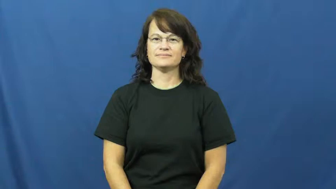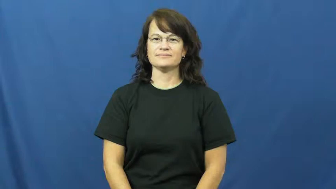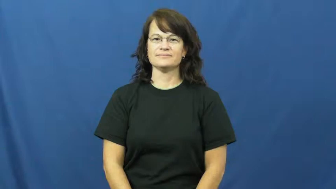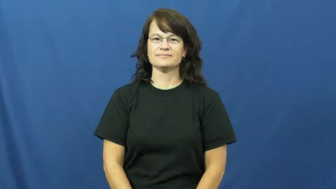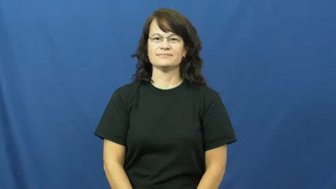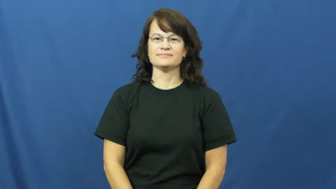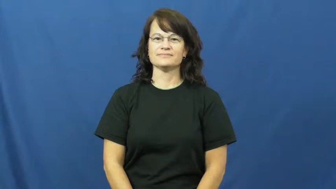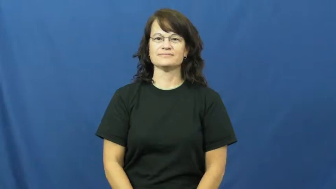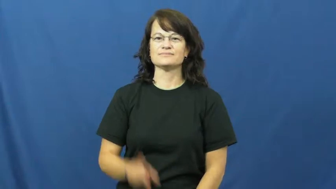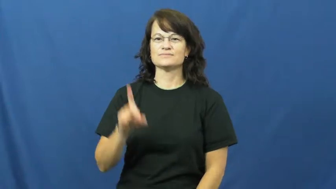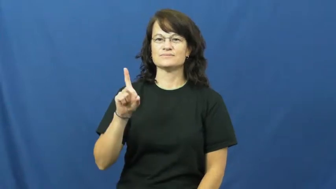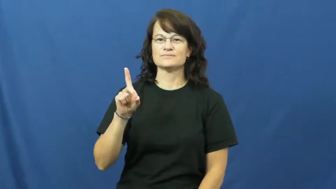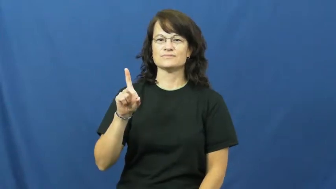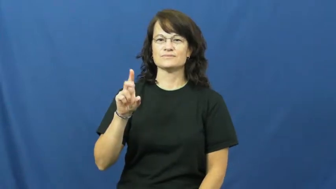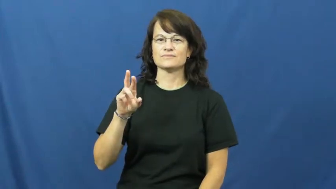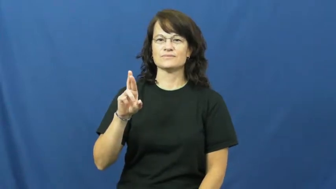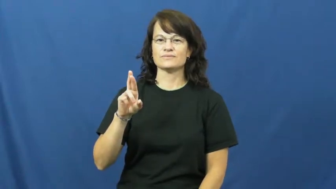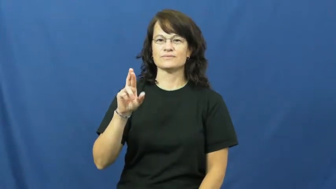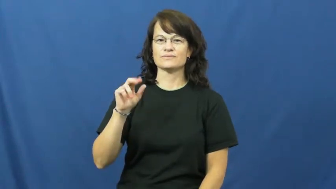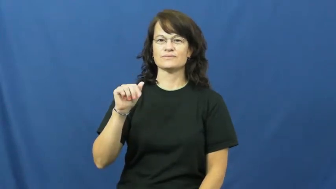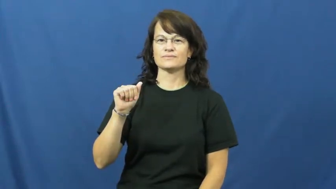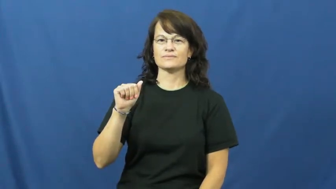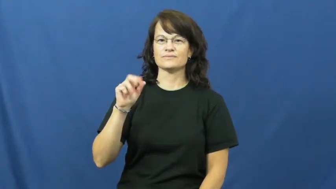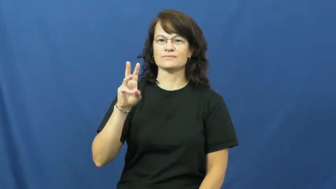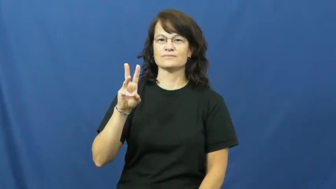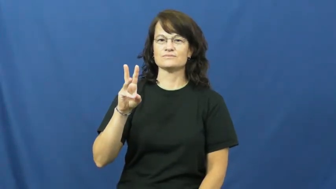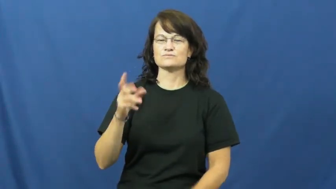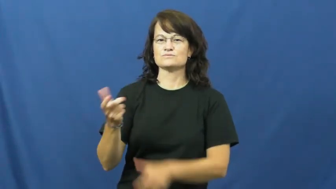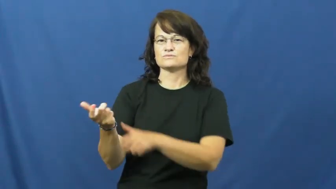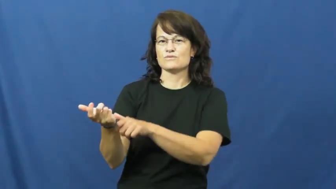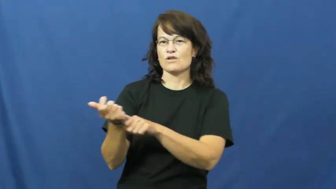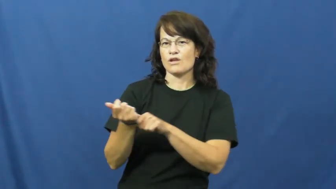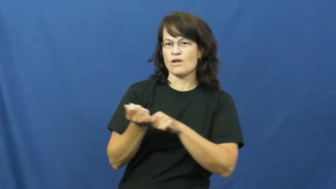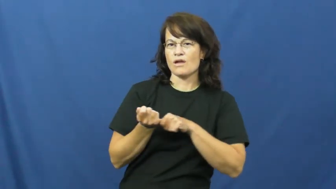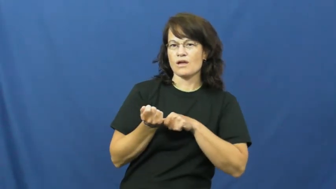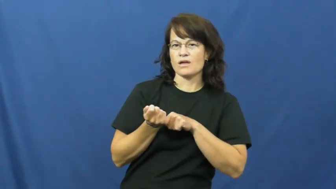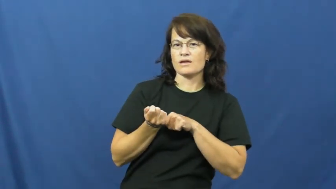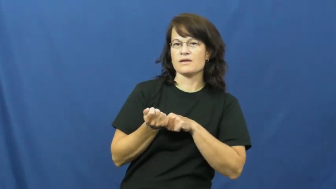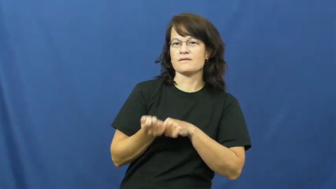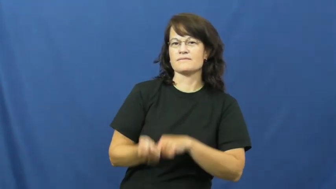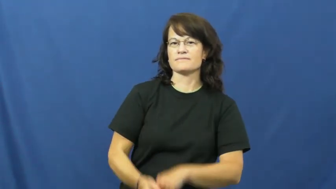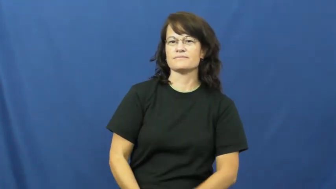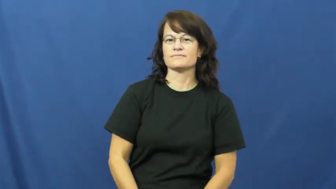draw-pull